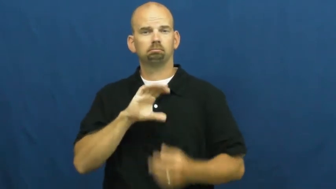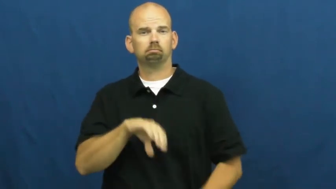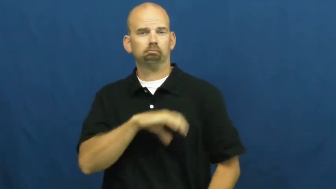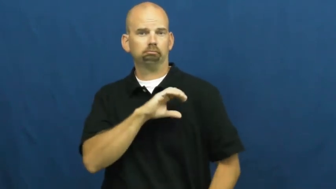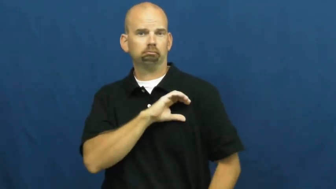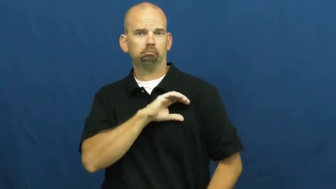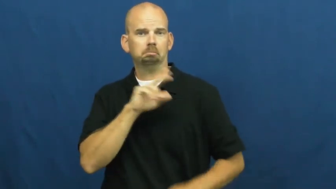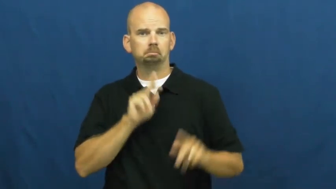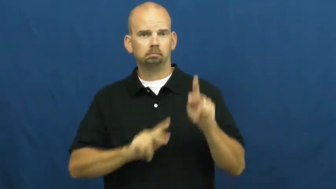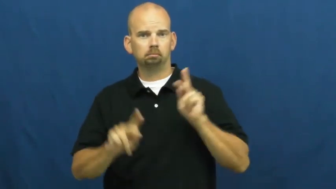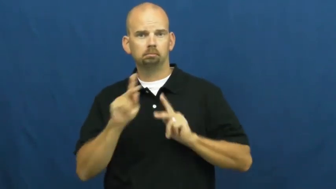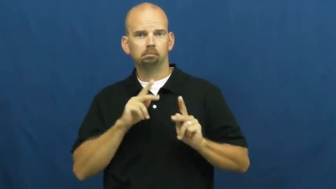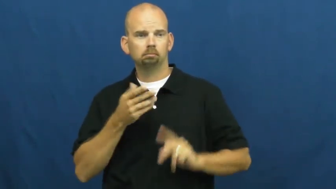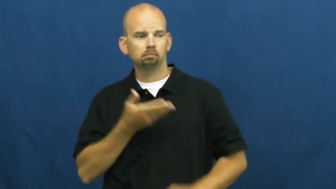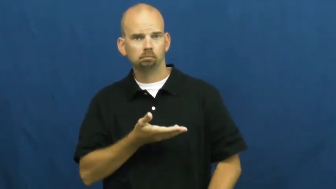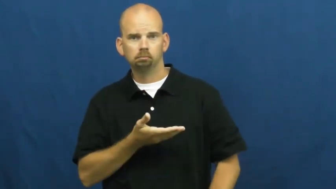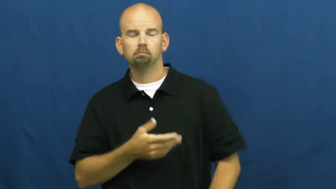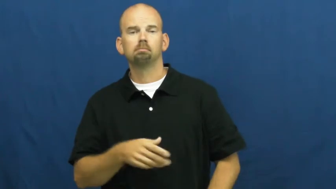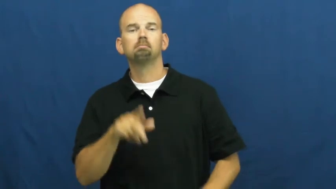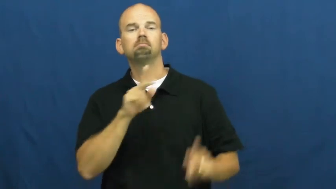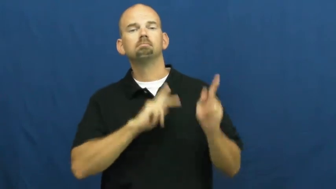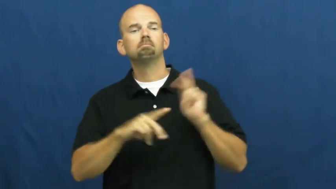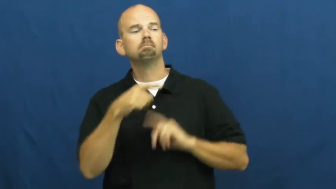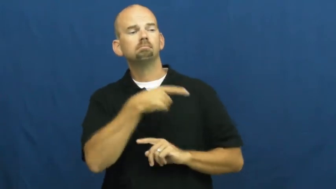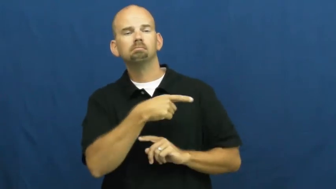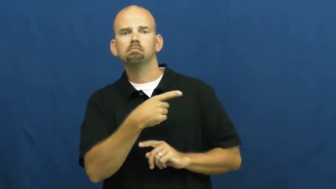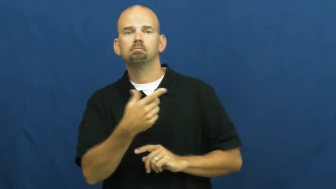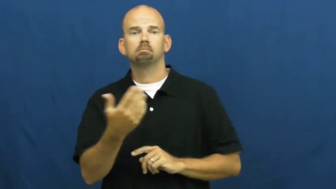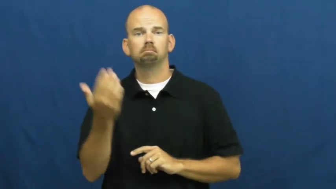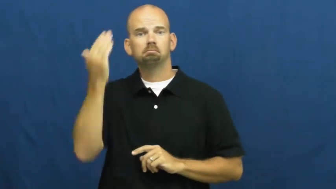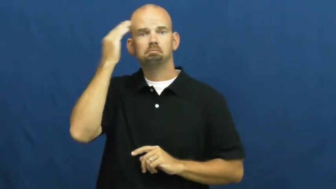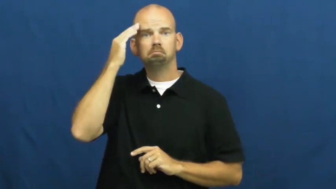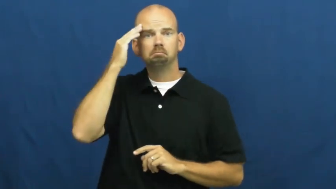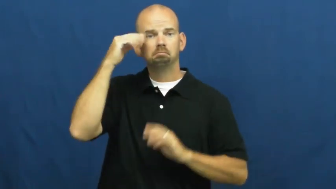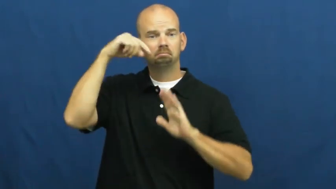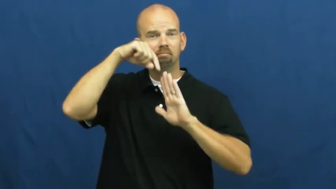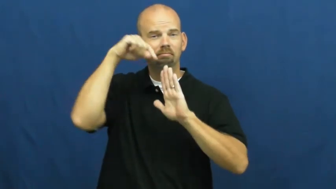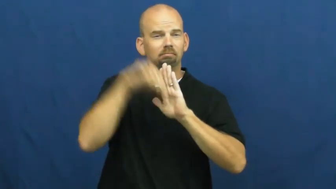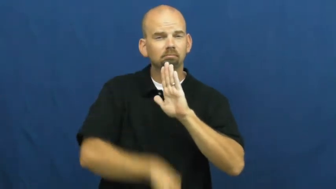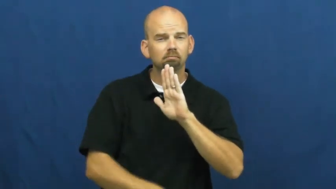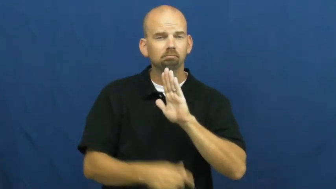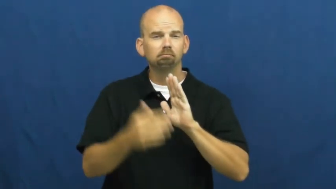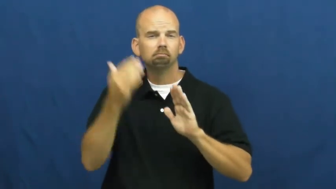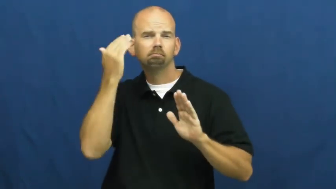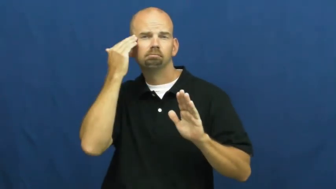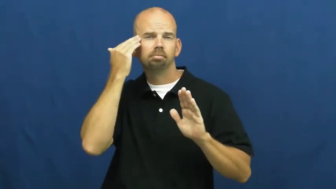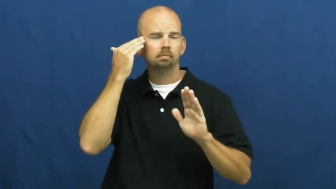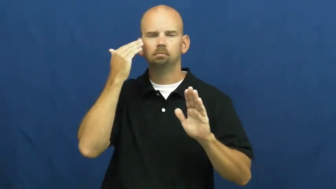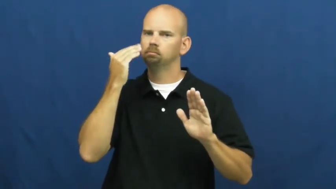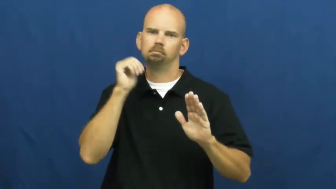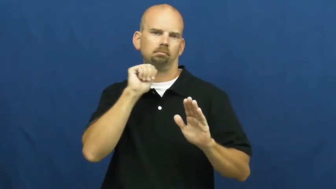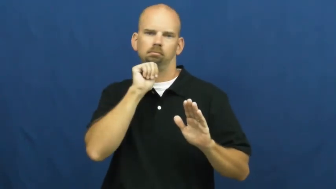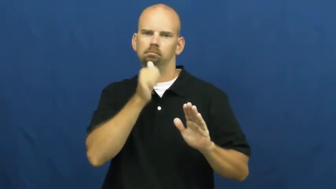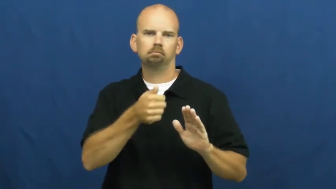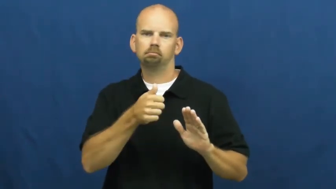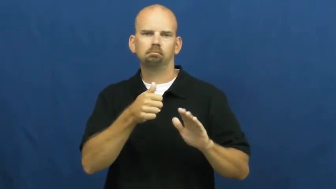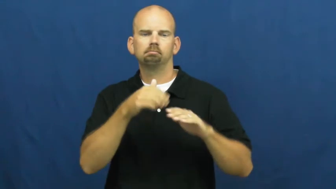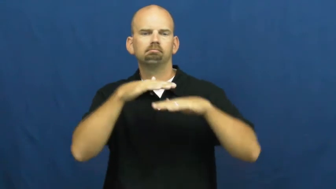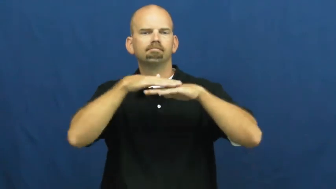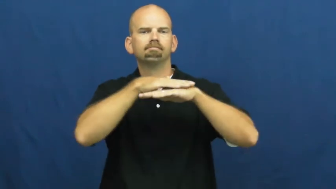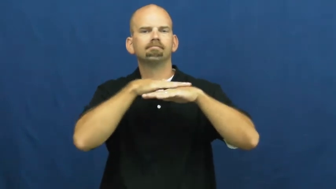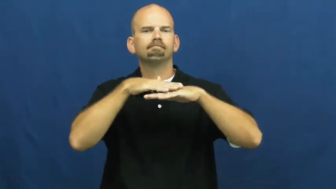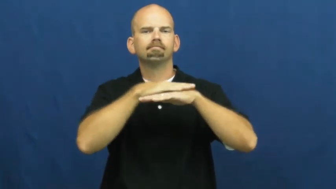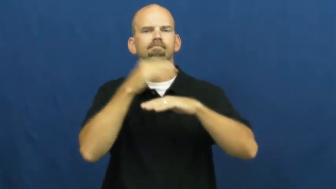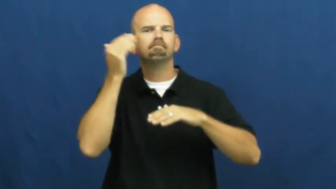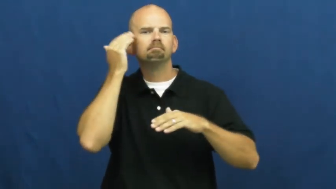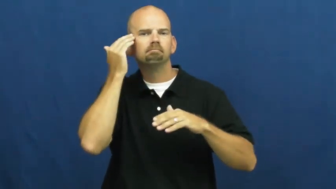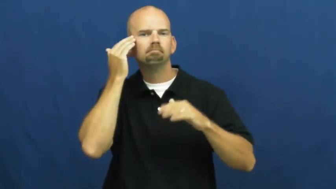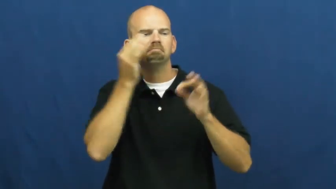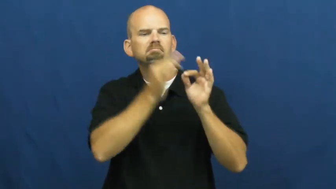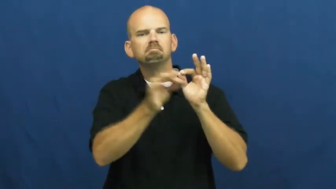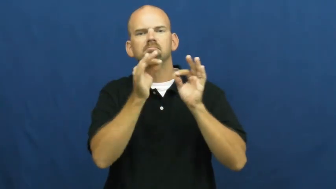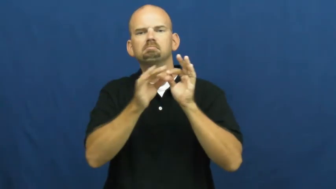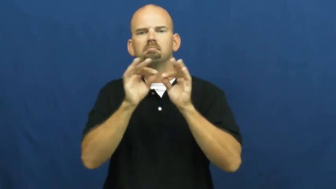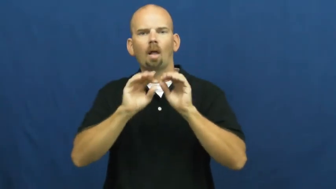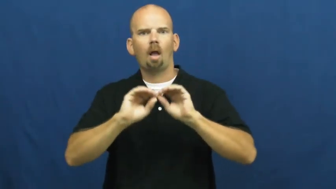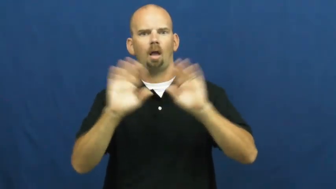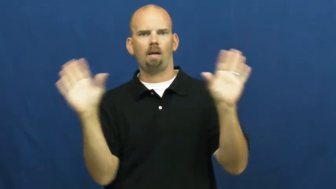shallow-characteristic